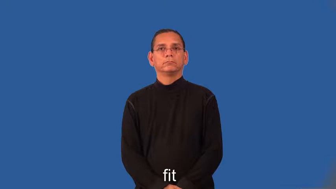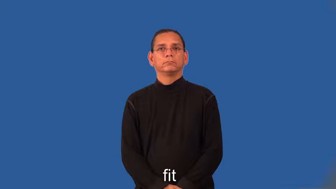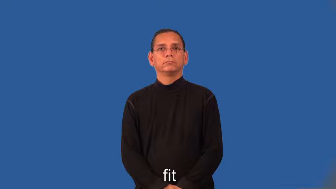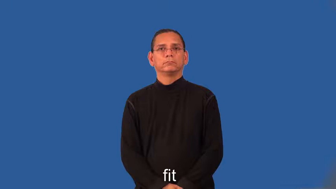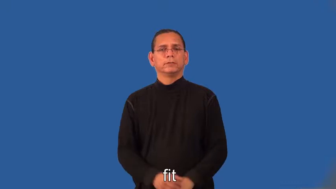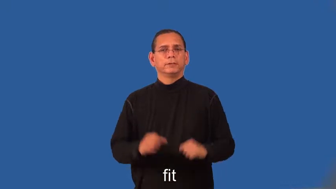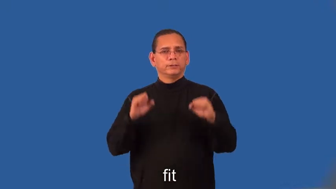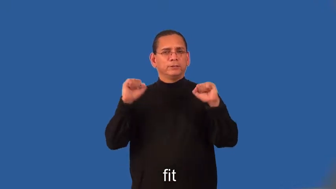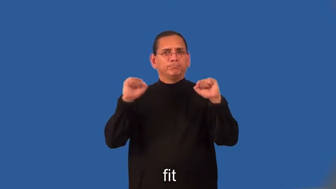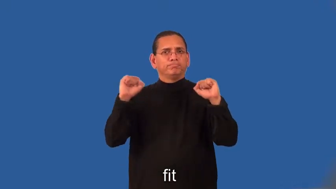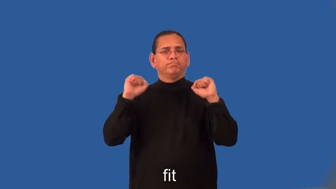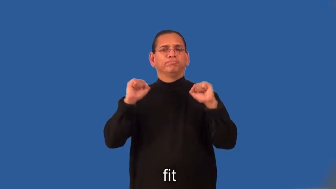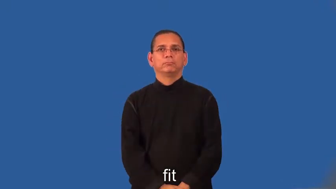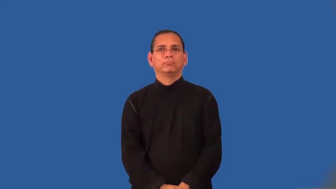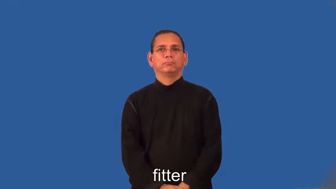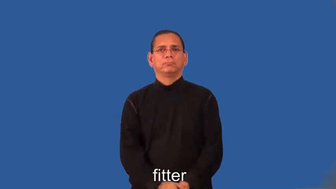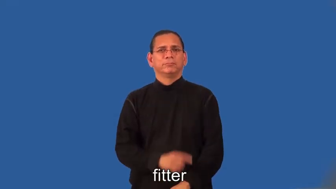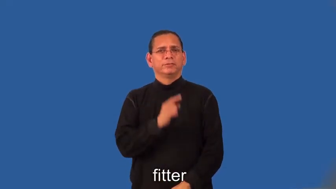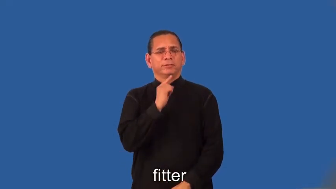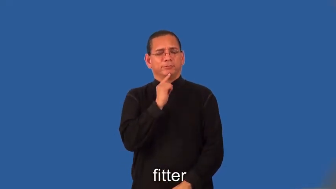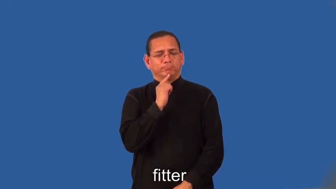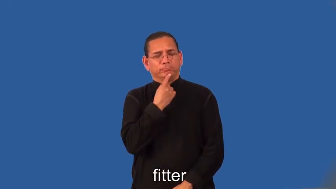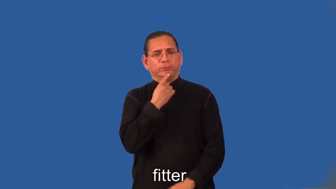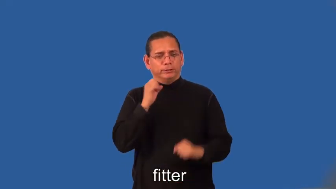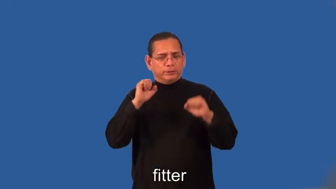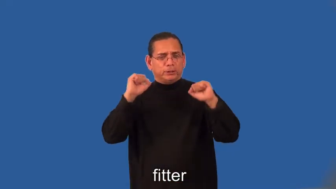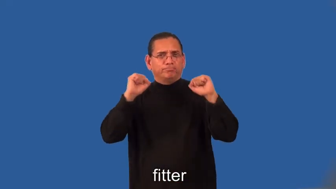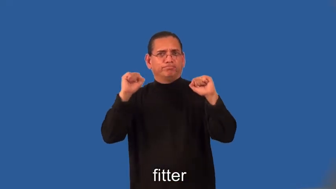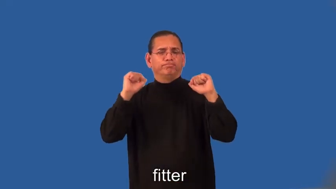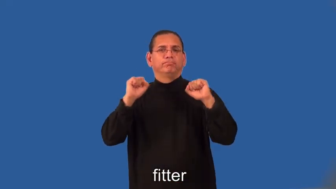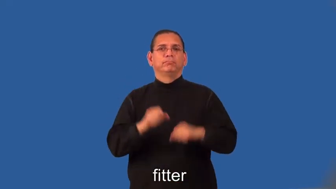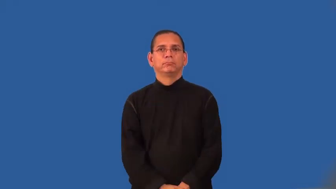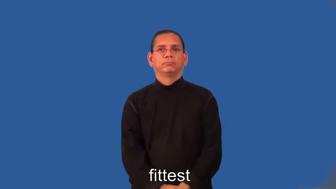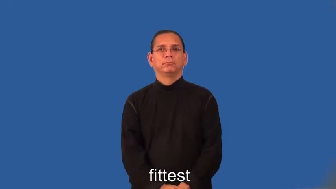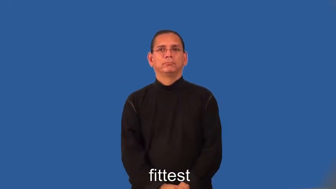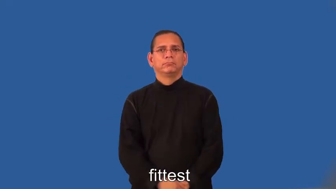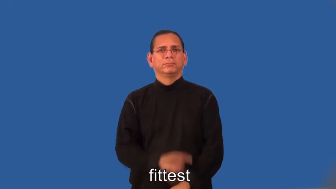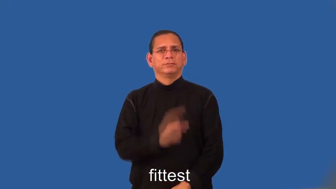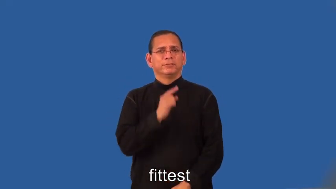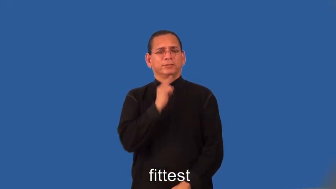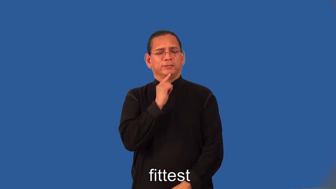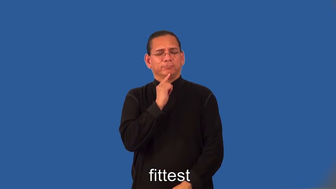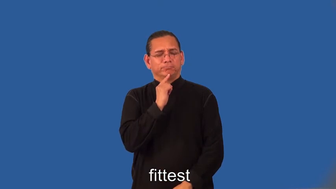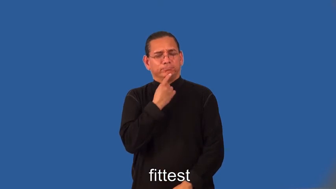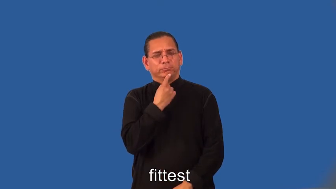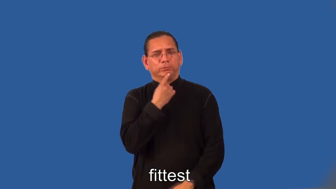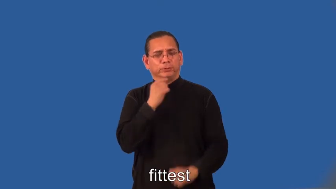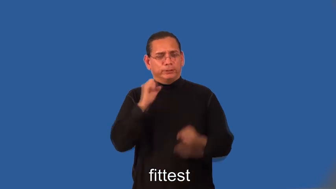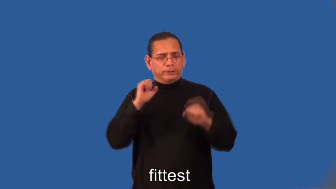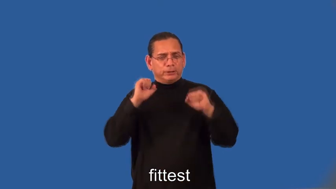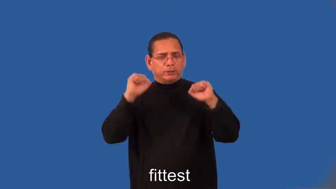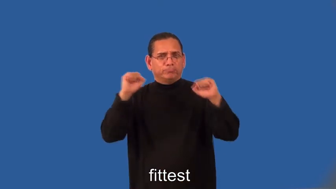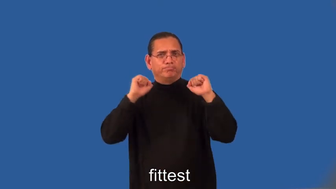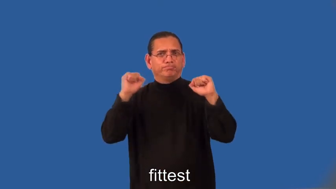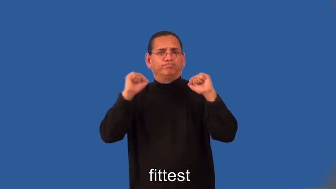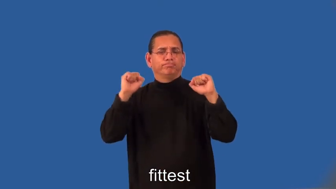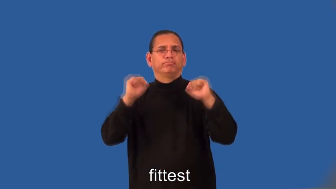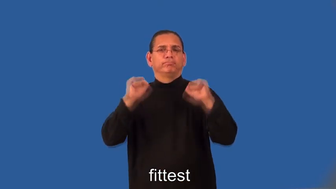fitter,fittest